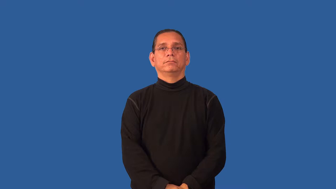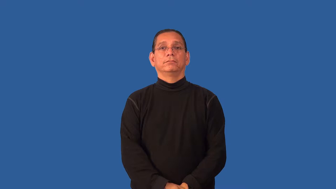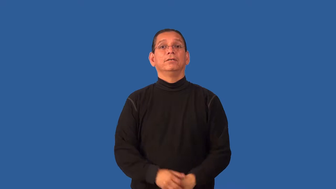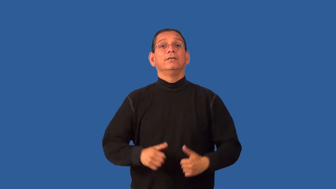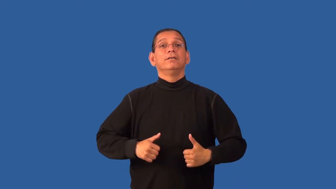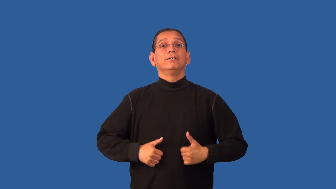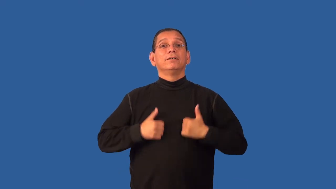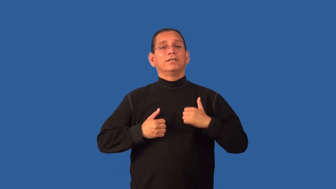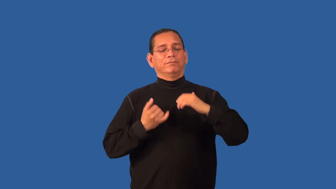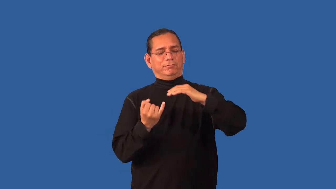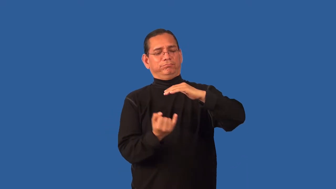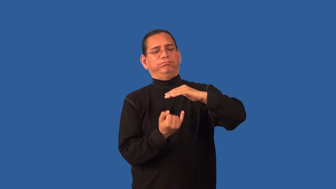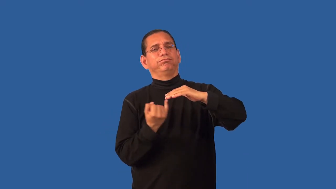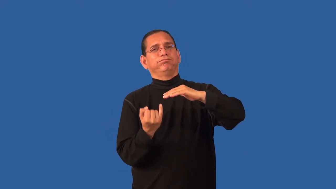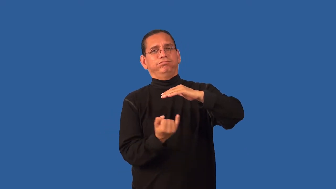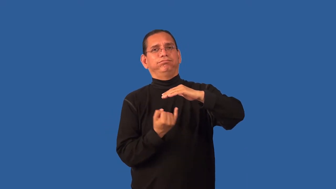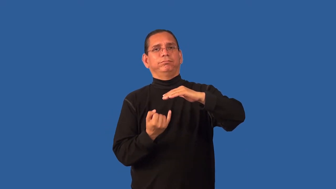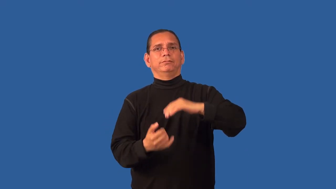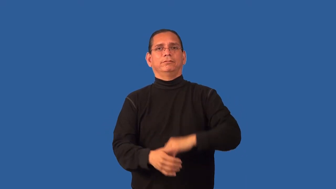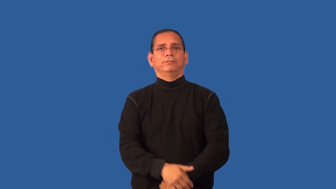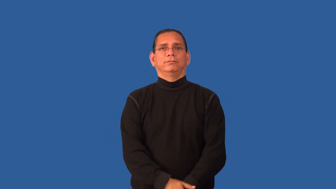hermit,recluse,eremetic